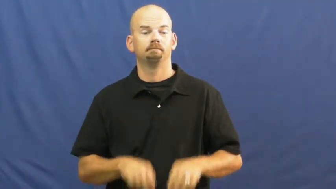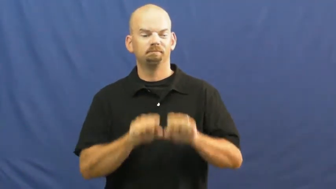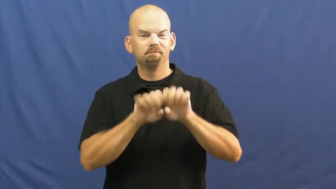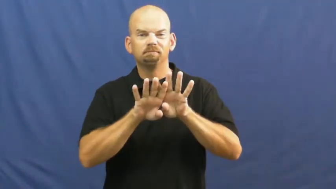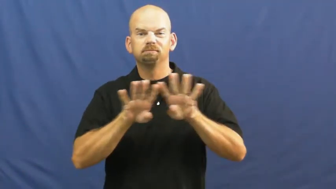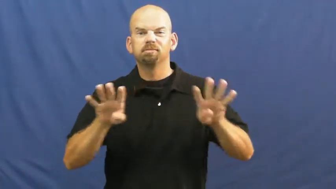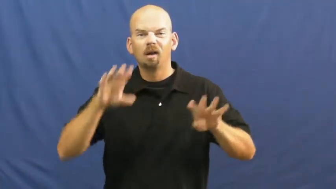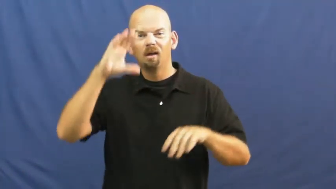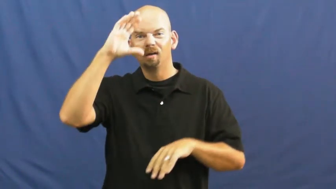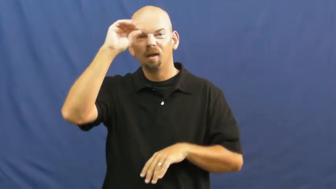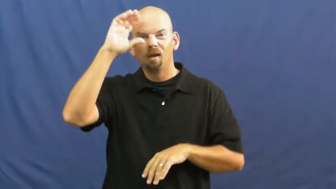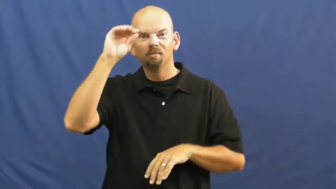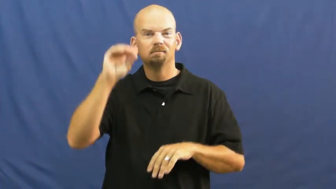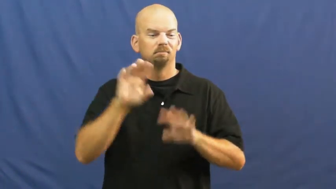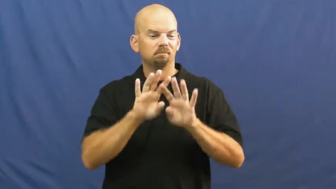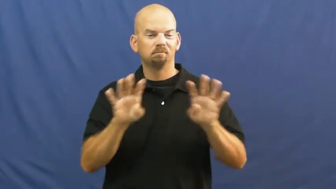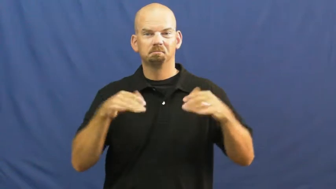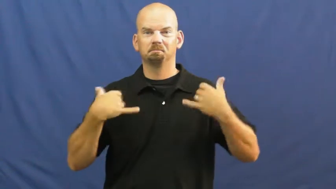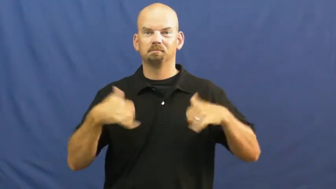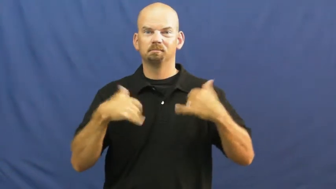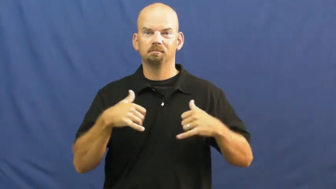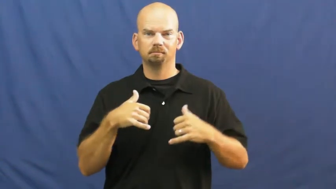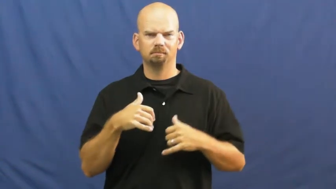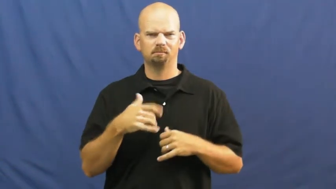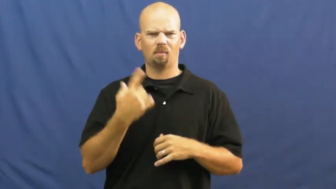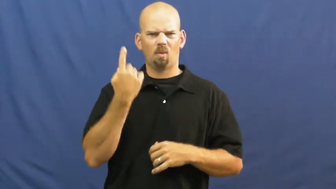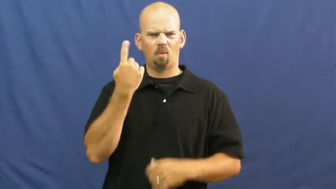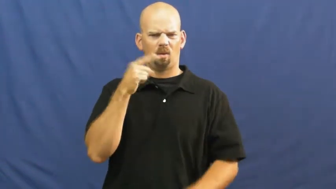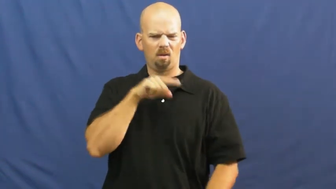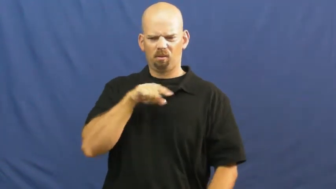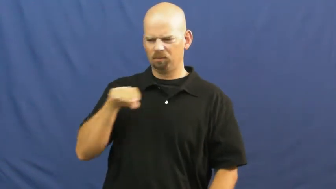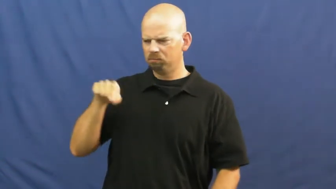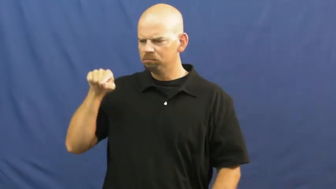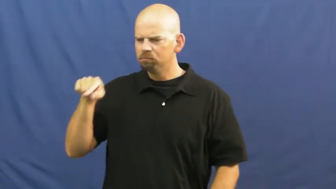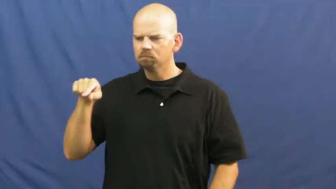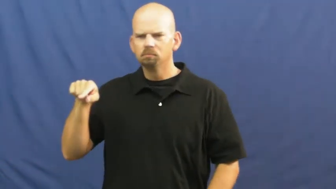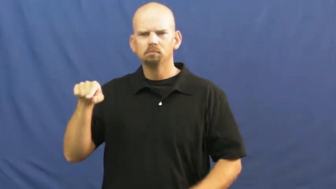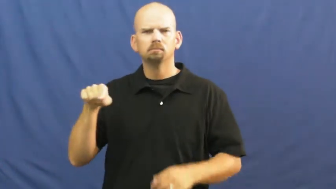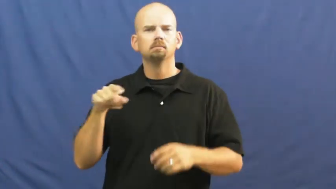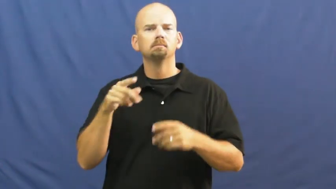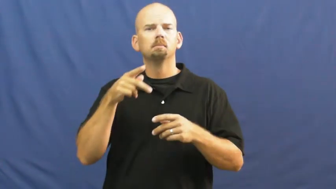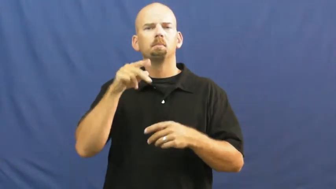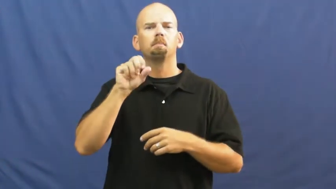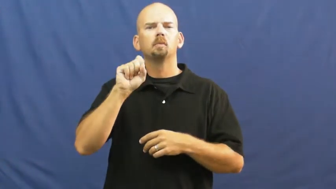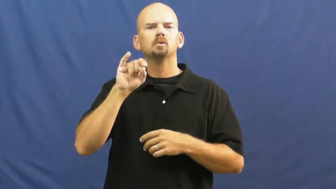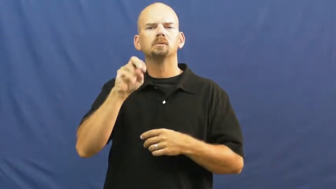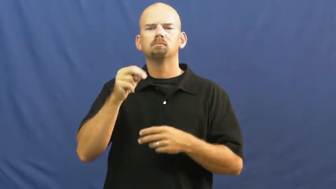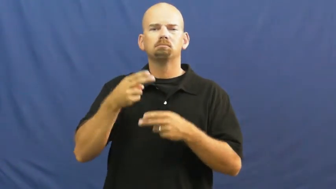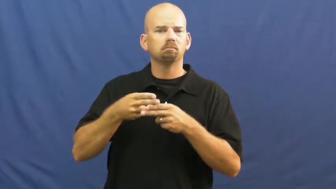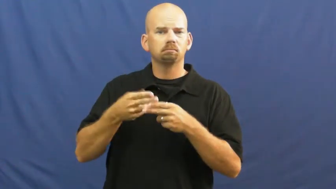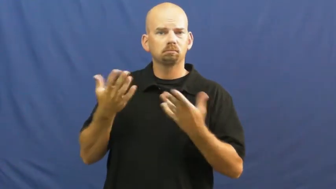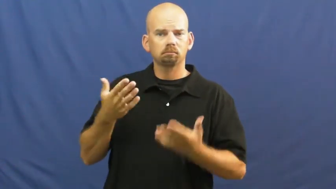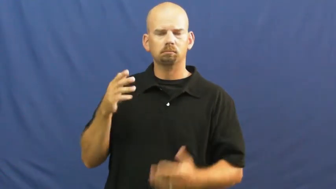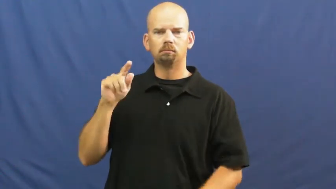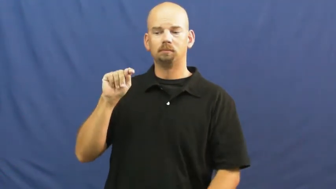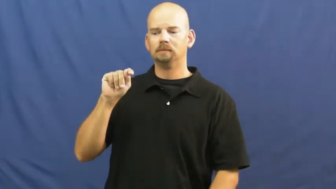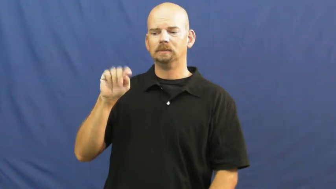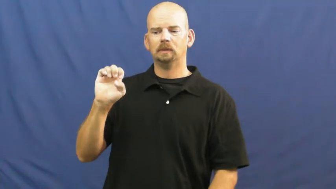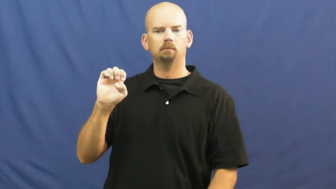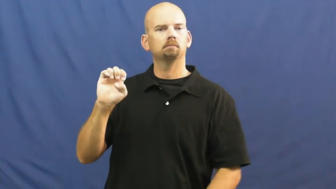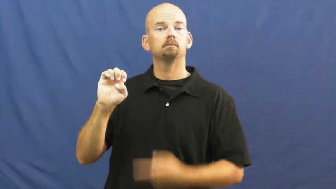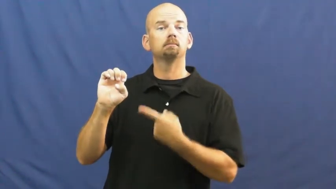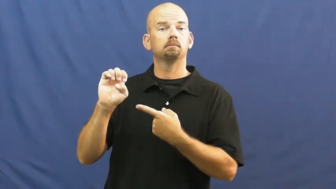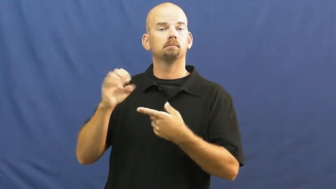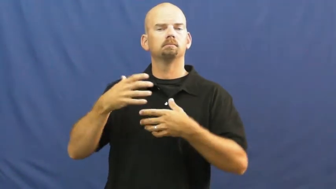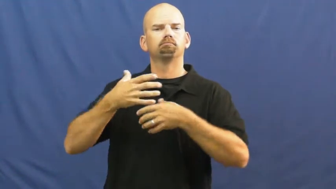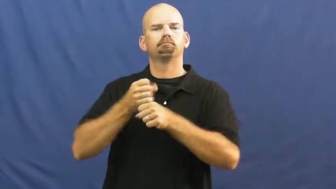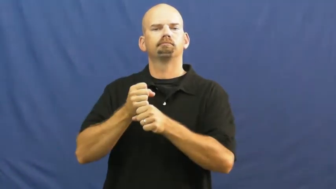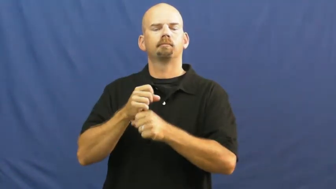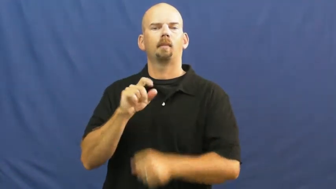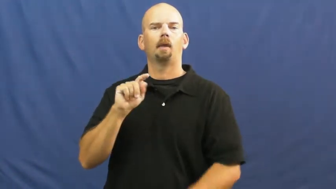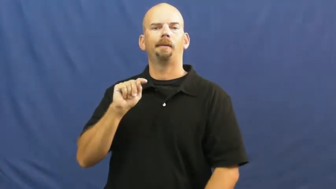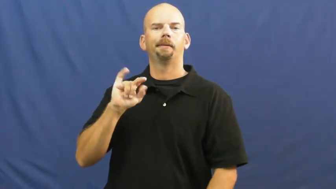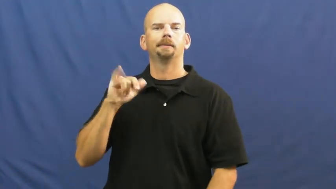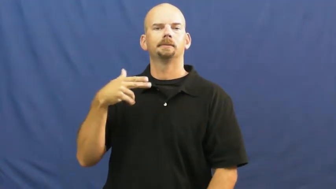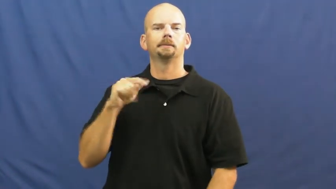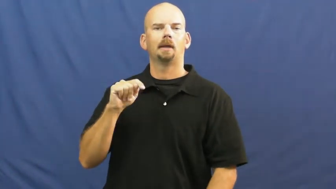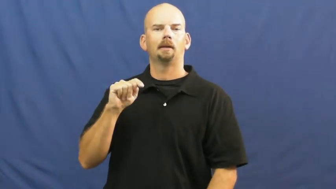tight end